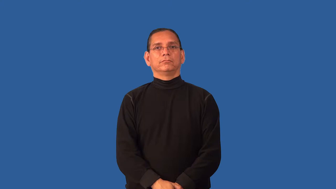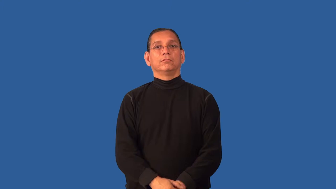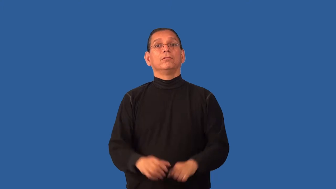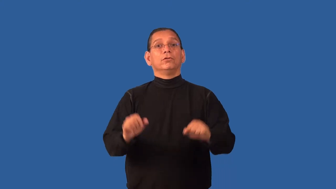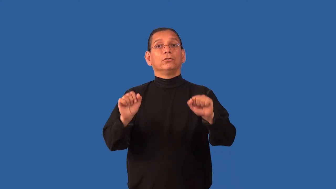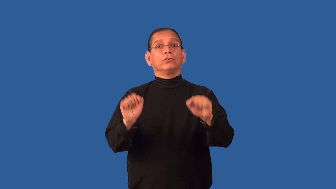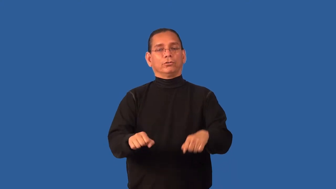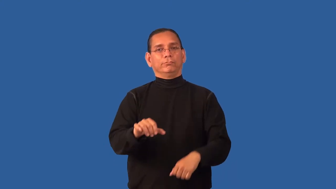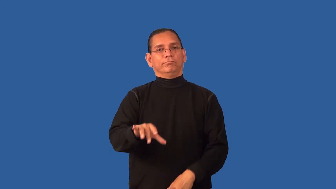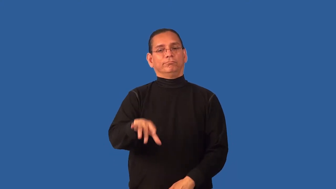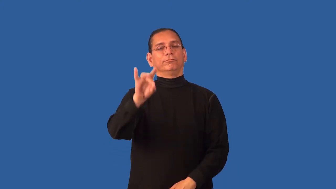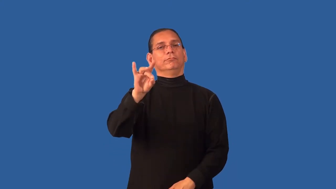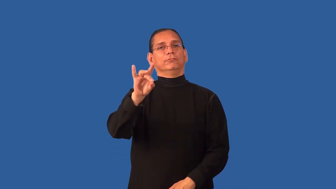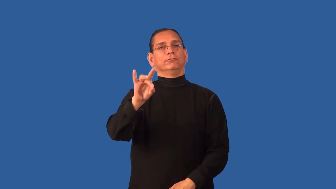discoverable